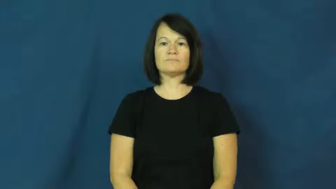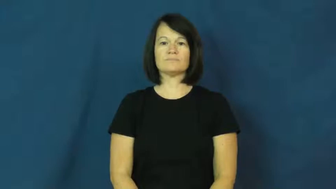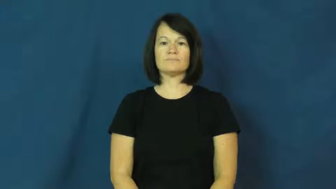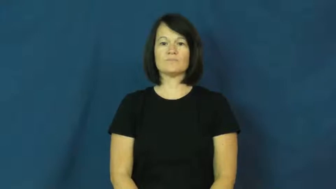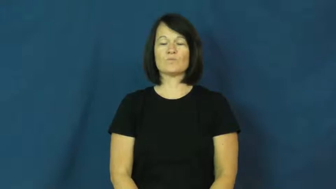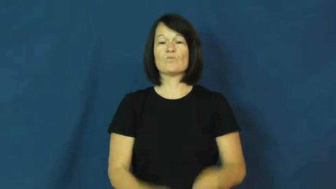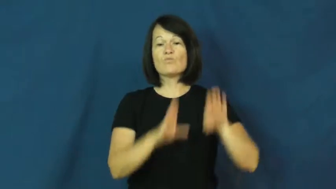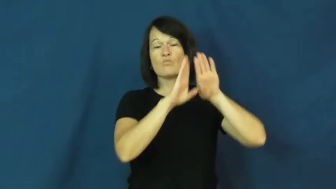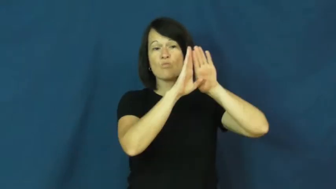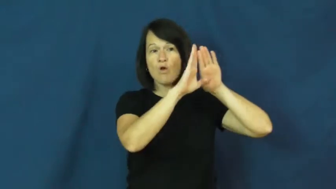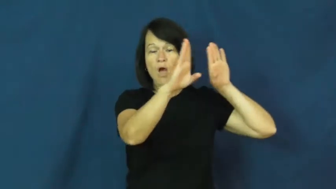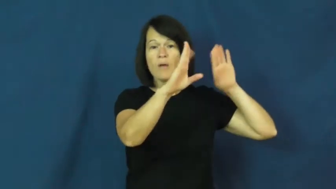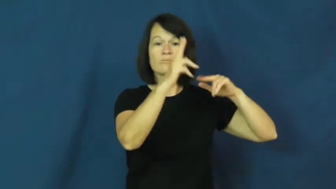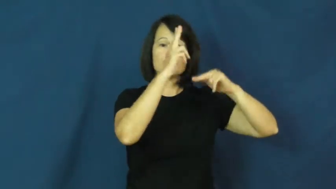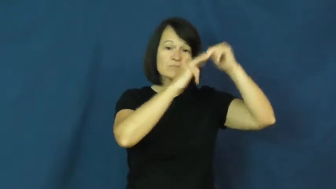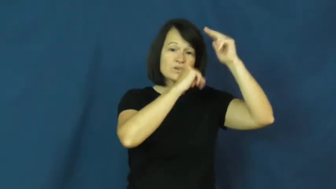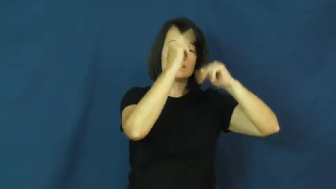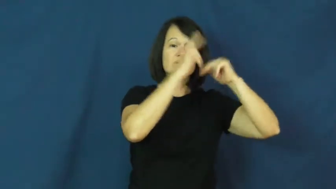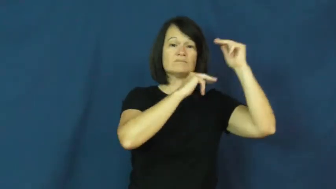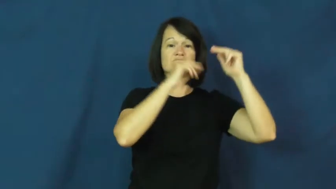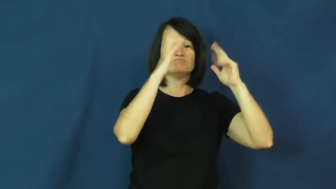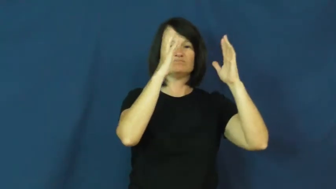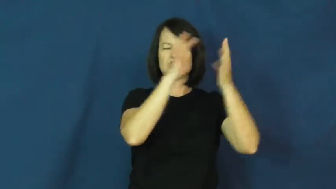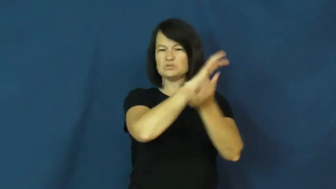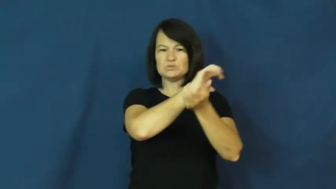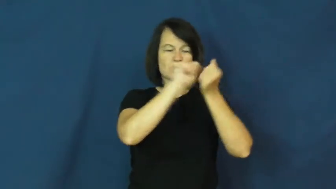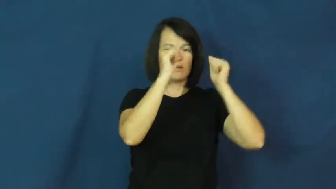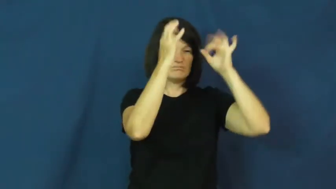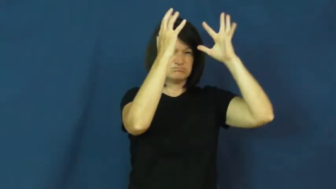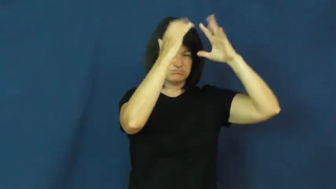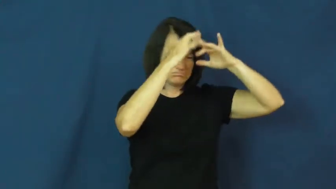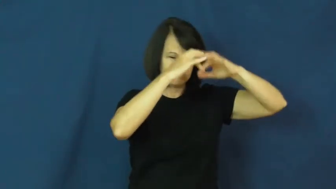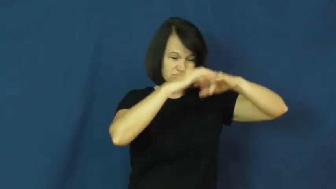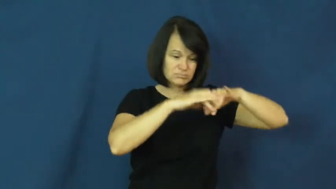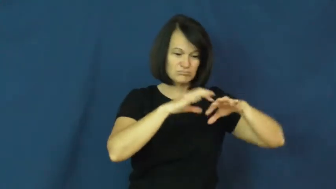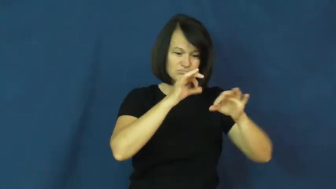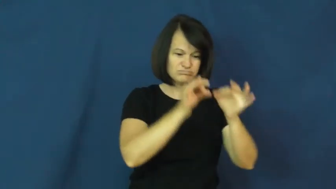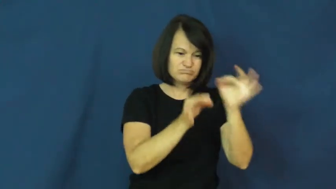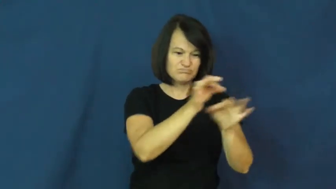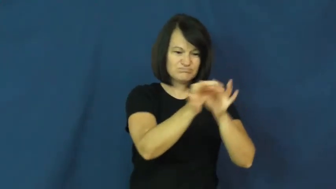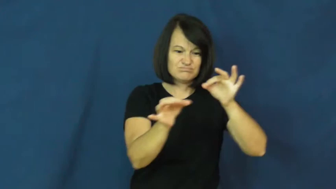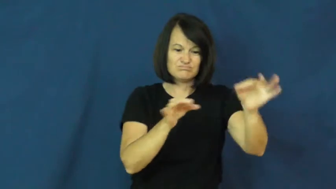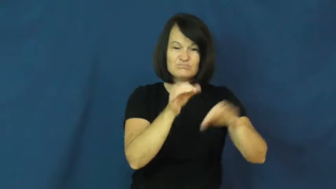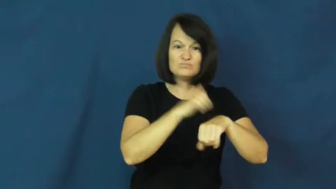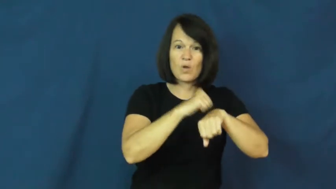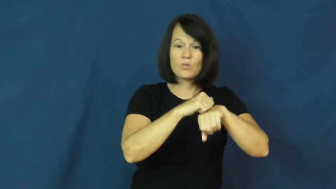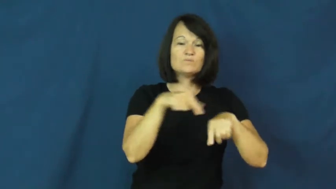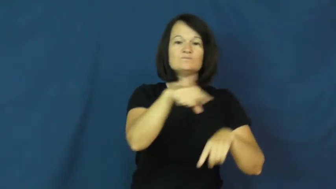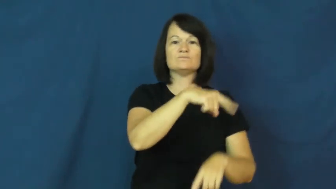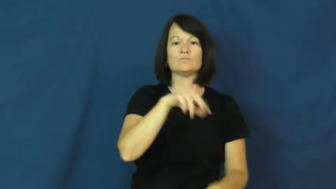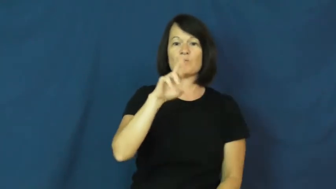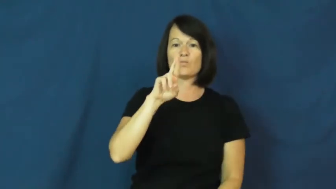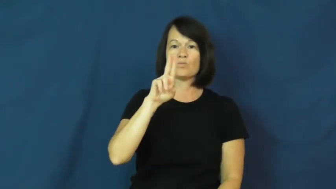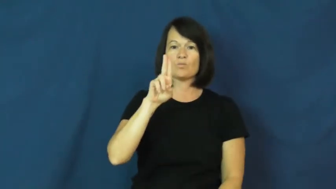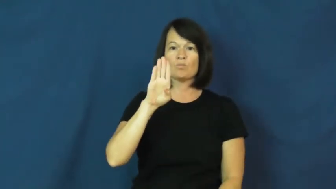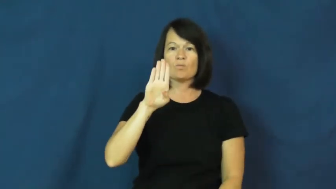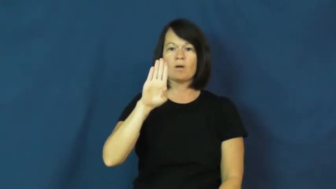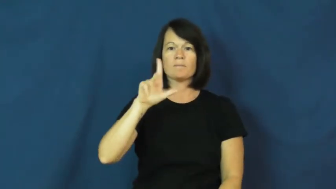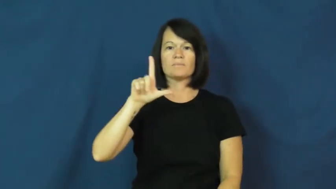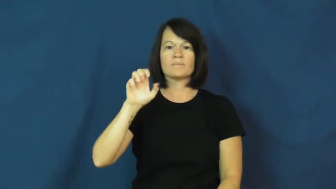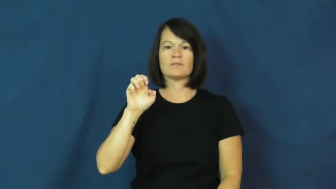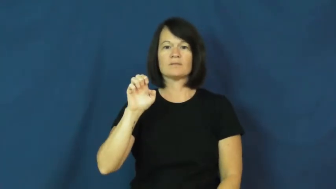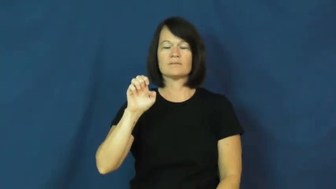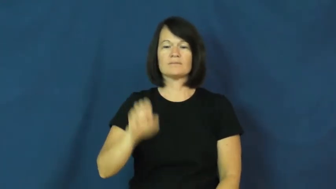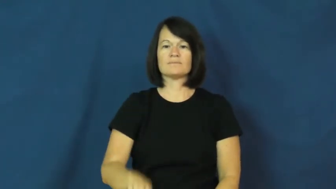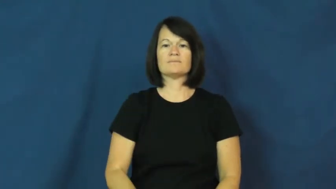rubble